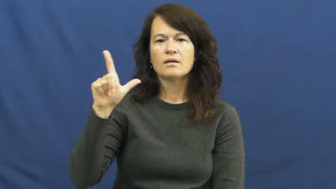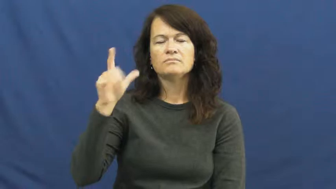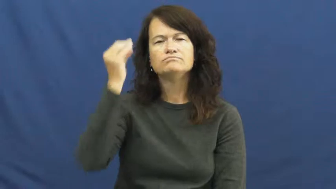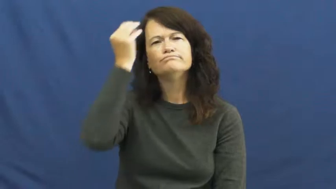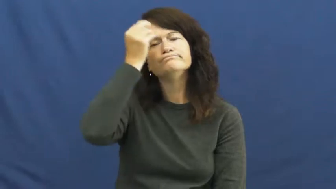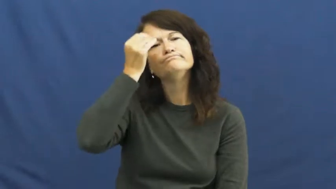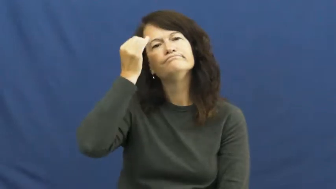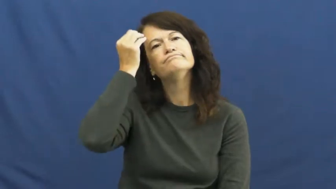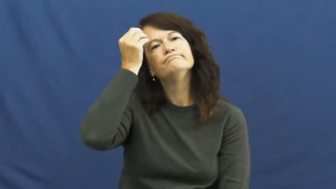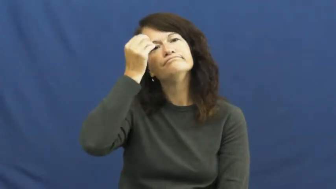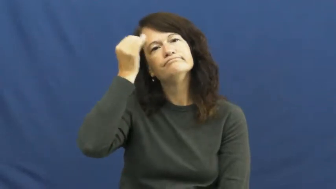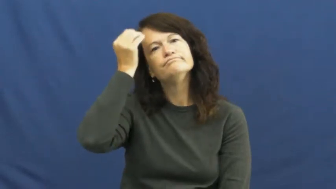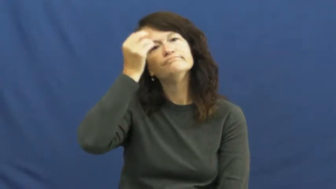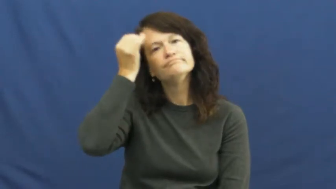mull,weigh,think about,think over,bethink,cerebrate,circumspect,cogitate,digest